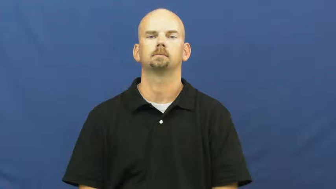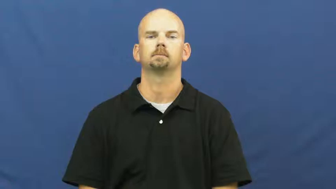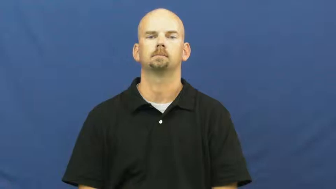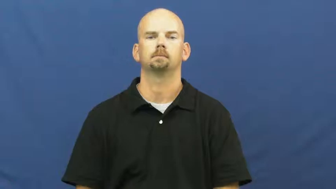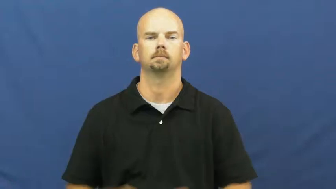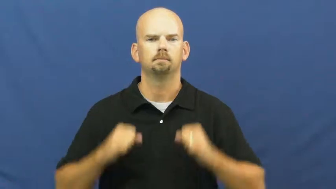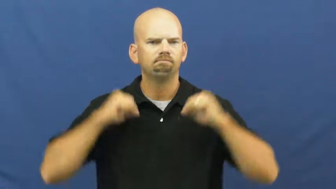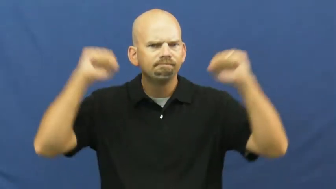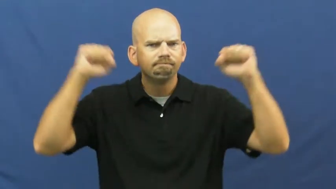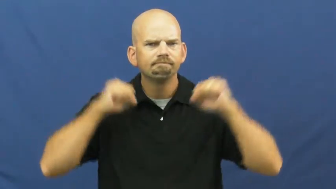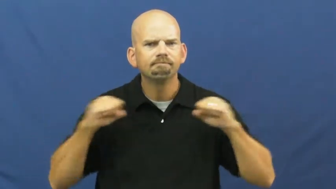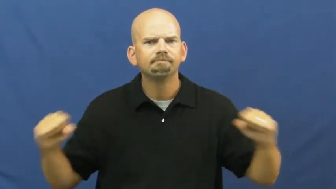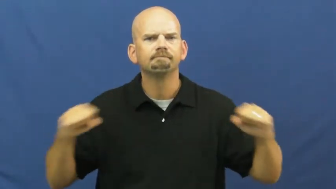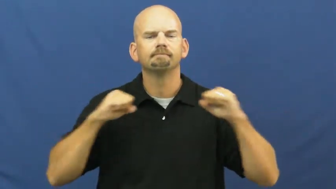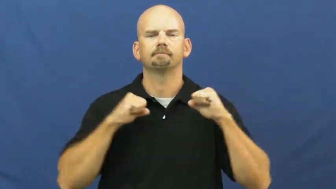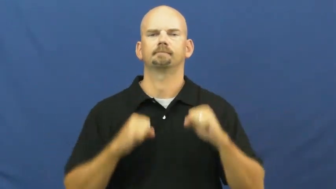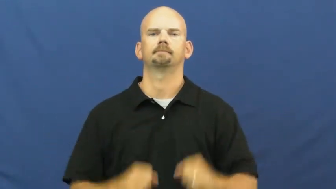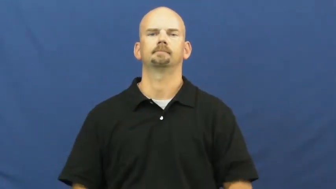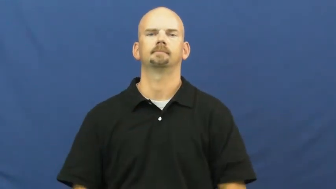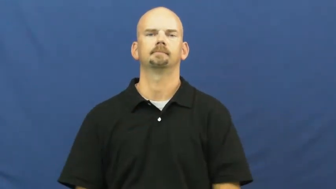exercise,workout,calisthenics